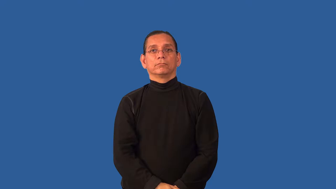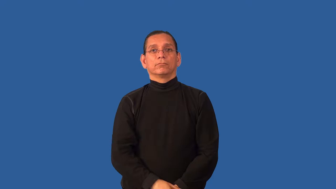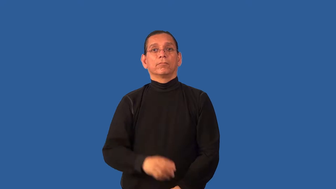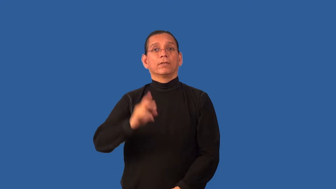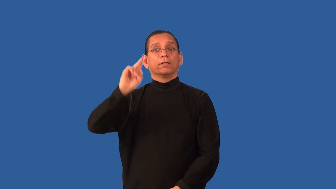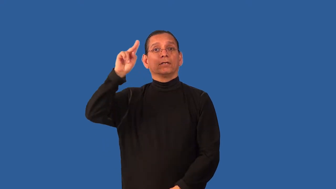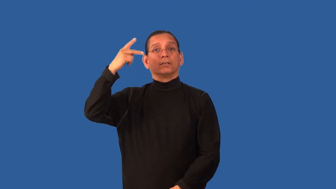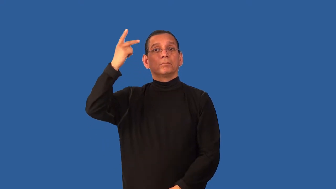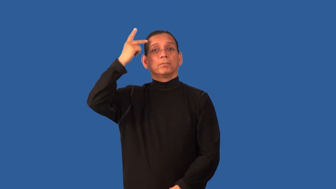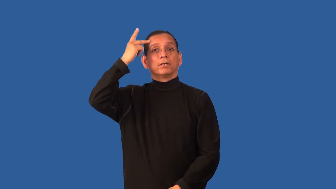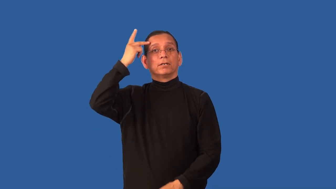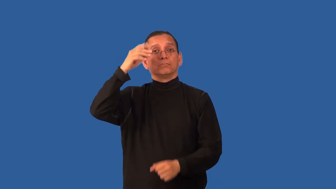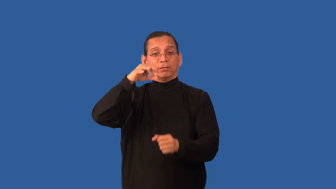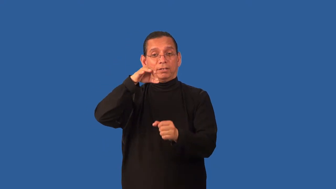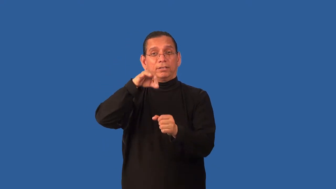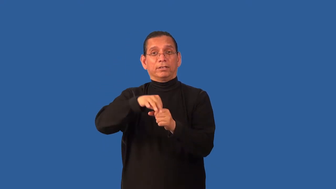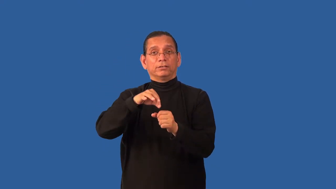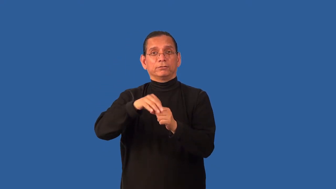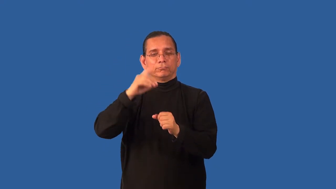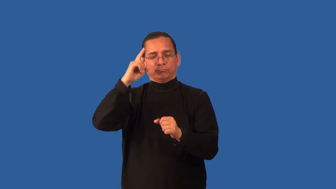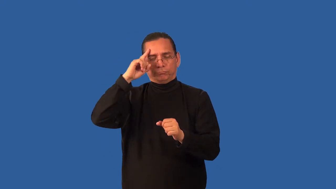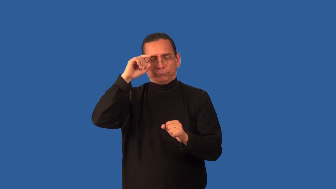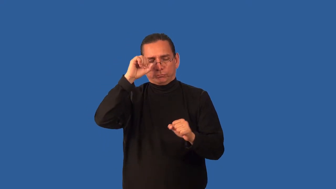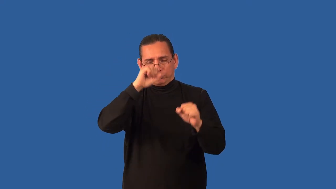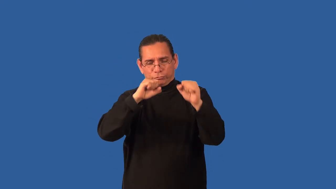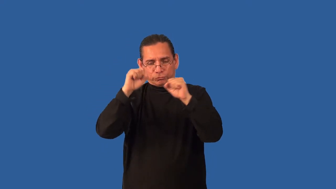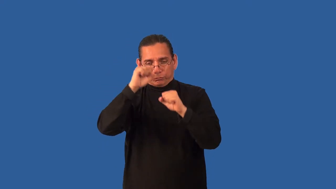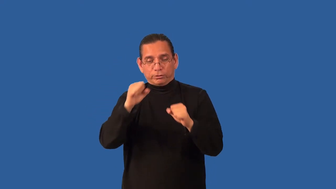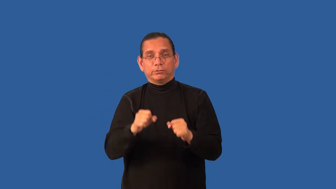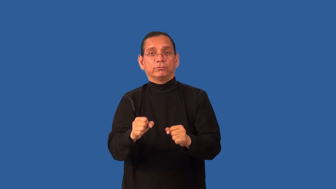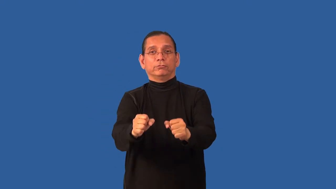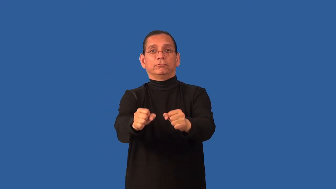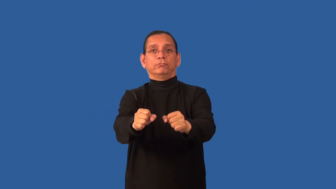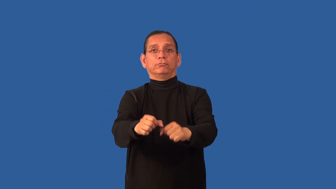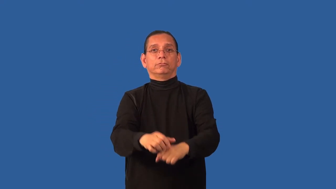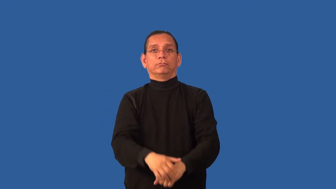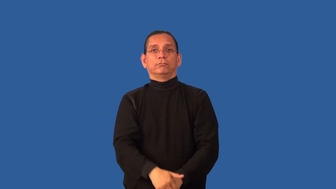campaign-political